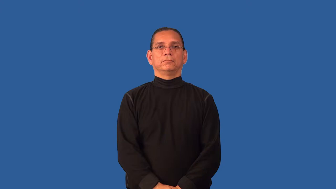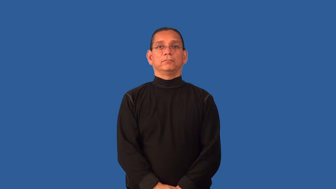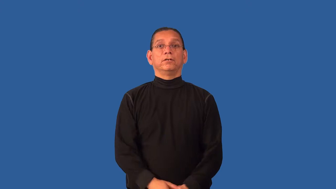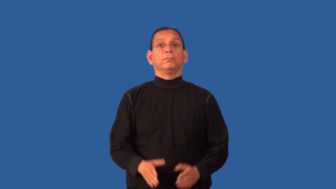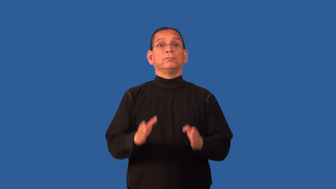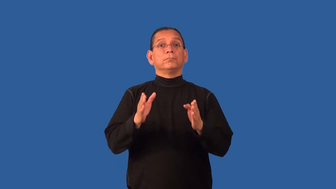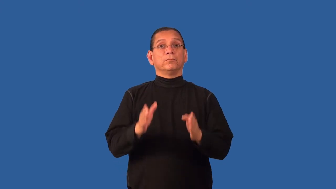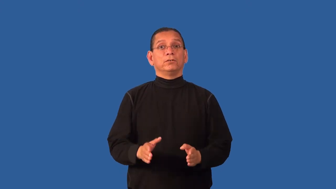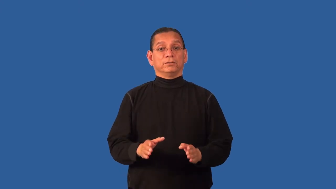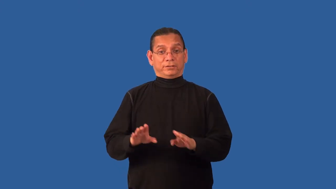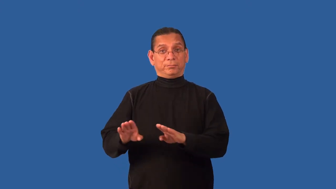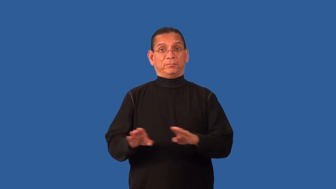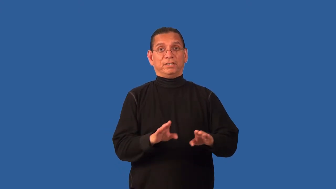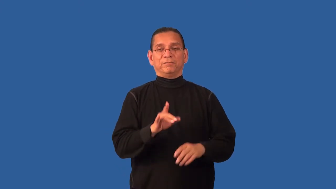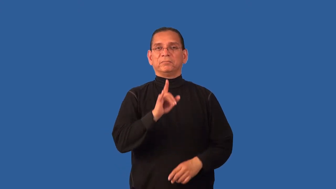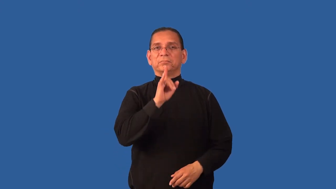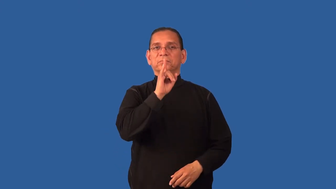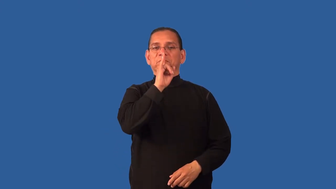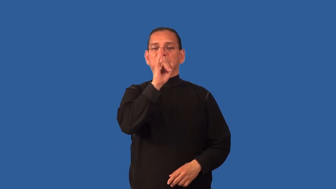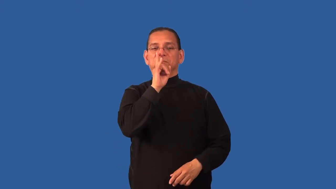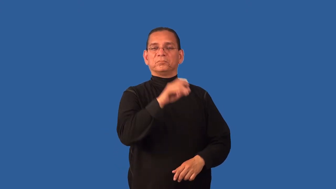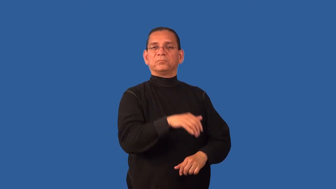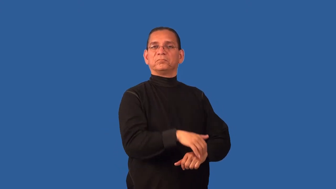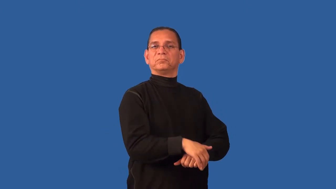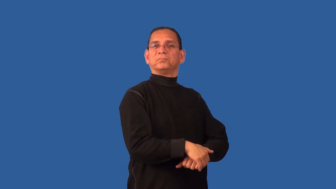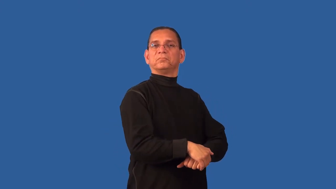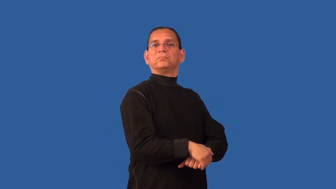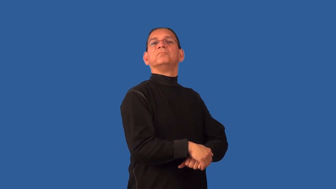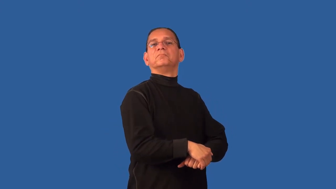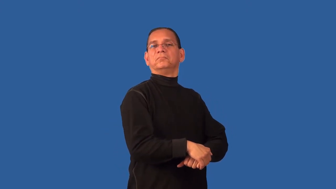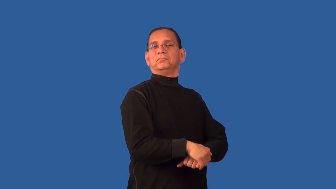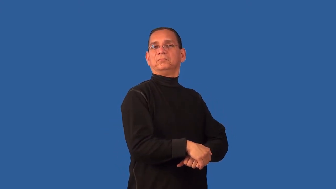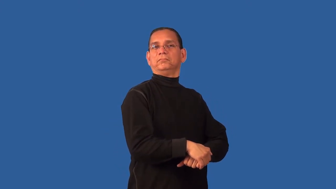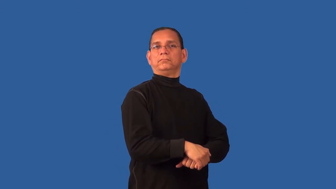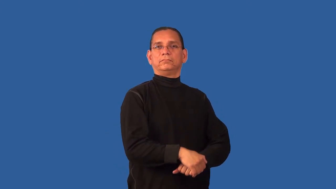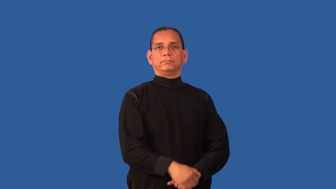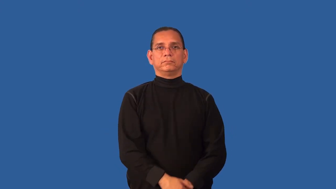deportment,carriage-behavior